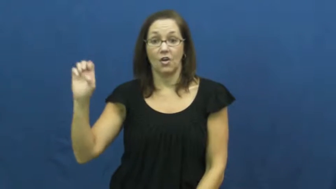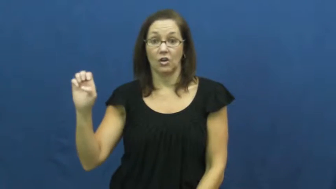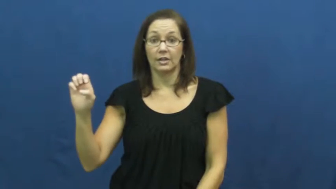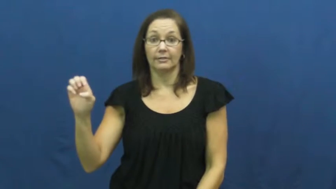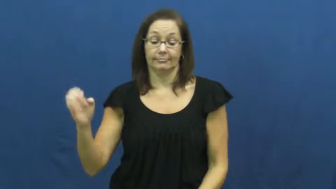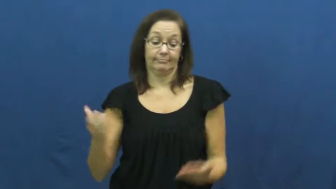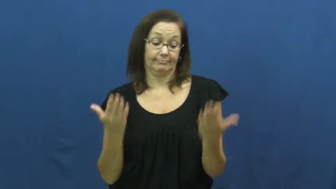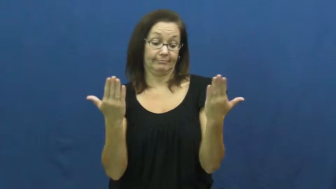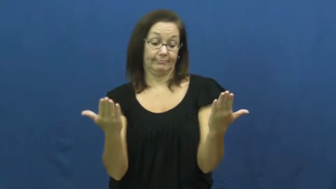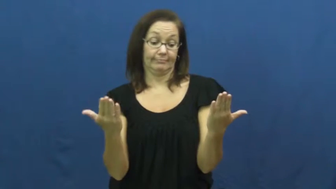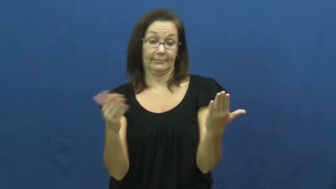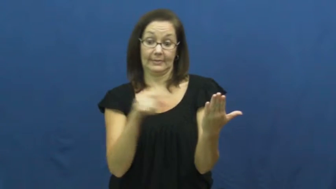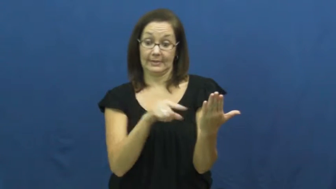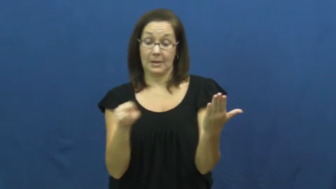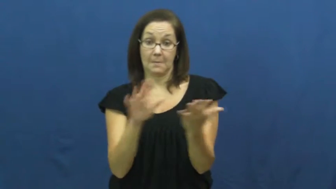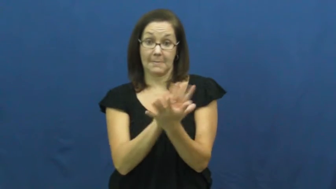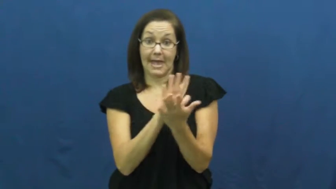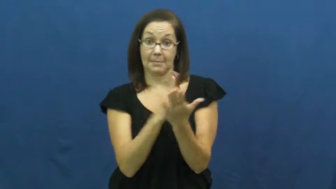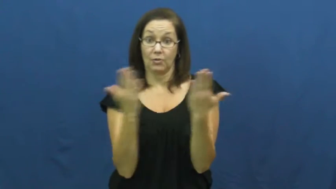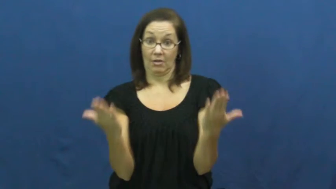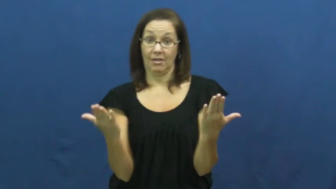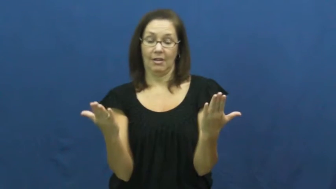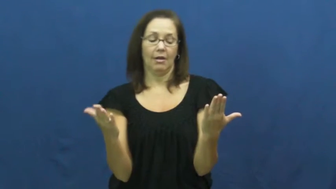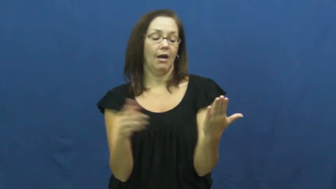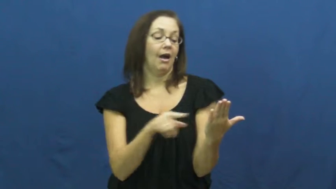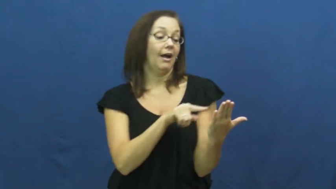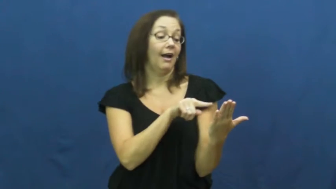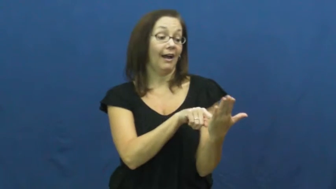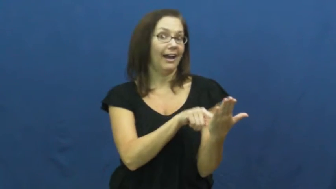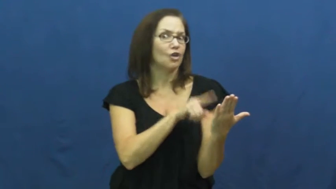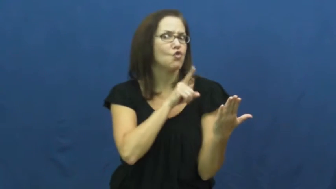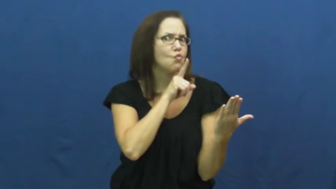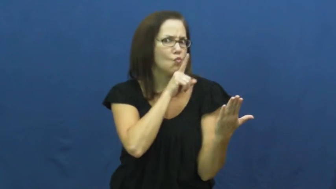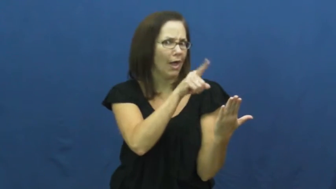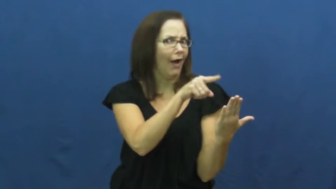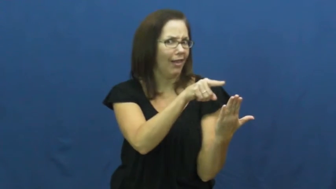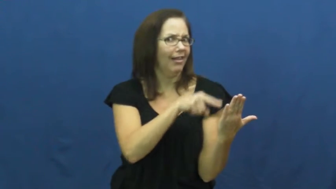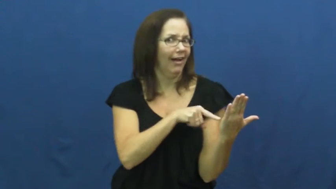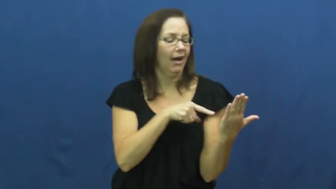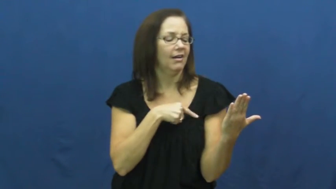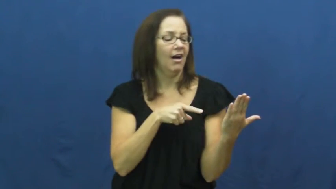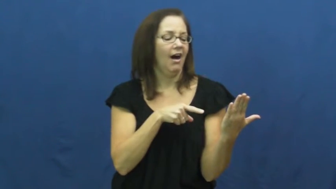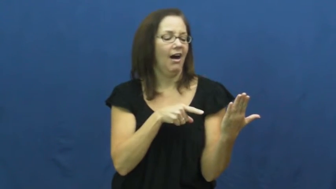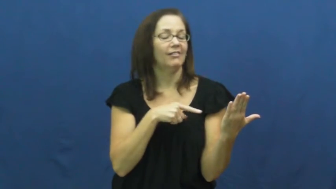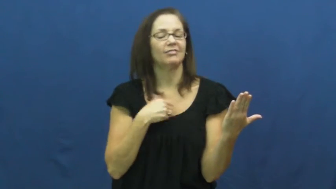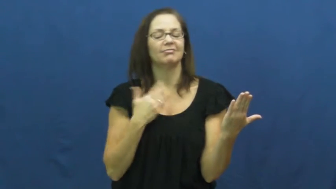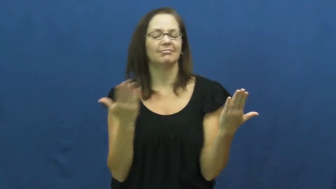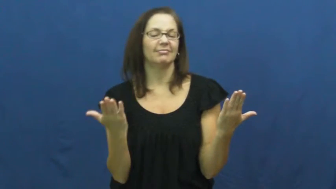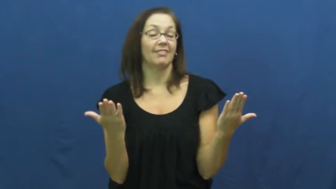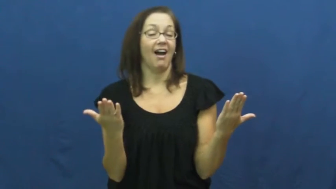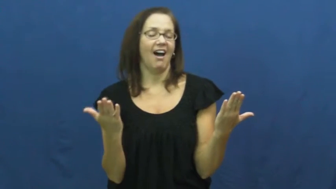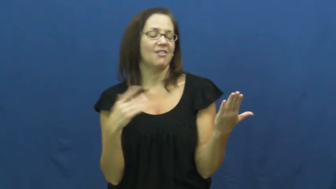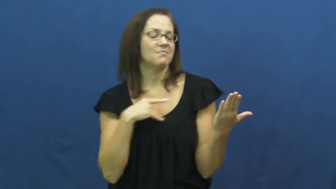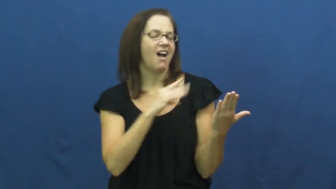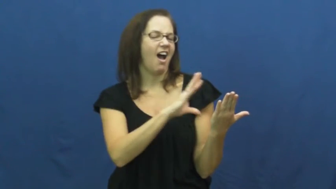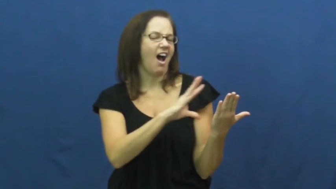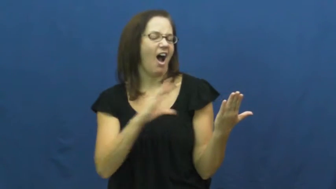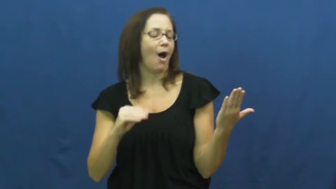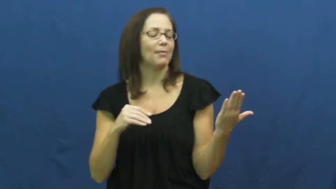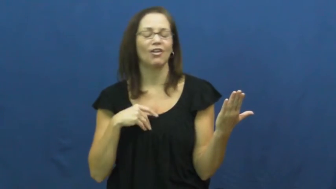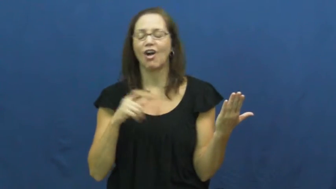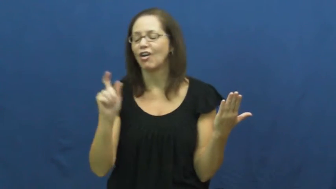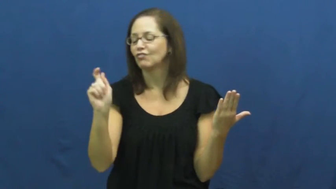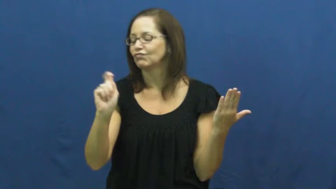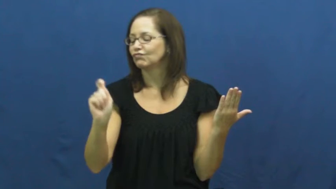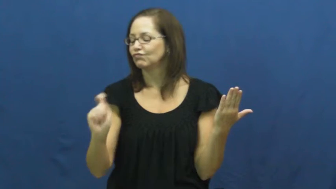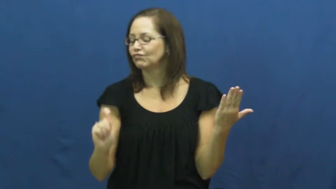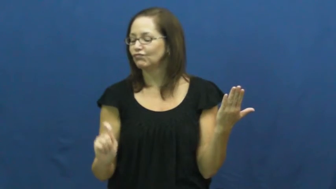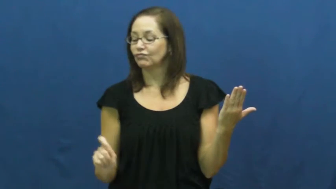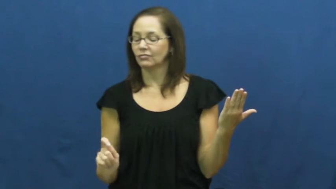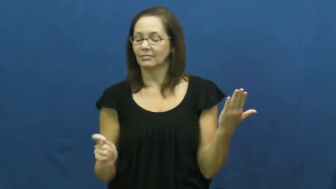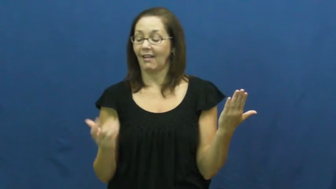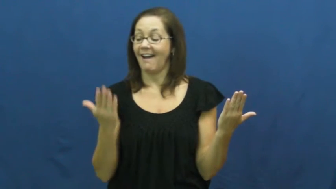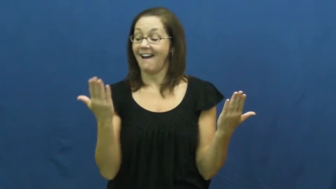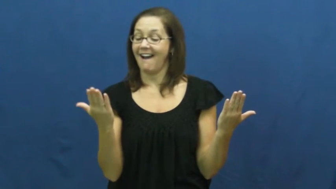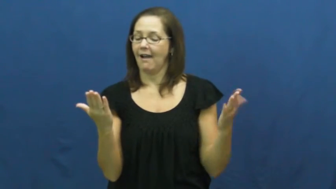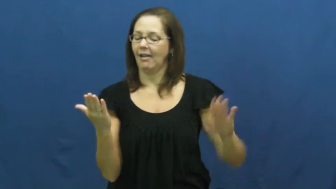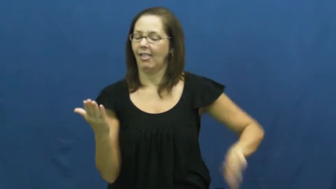forge-illegal